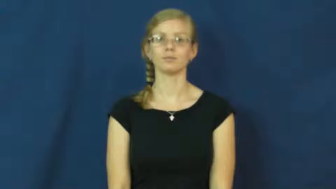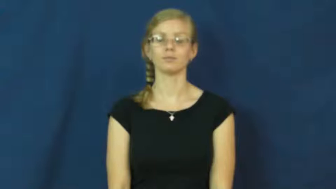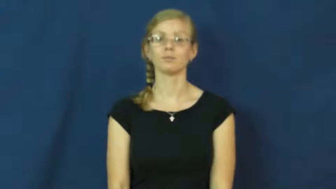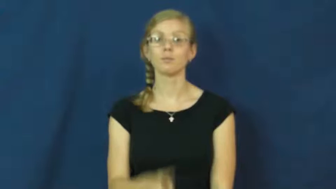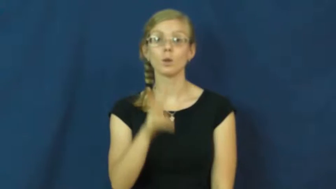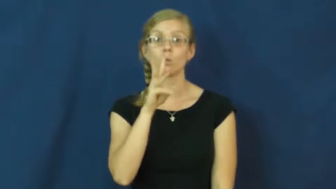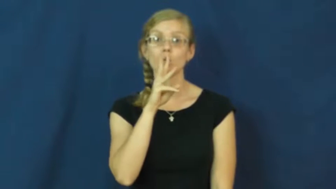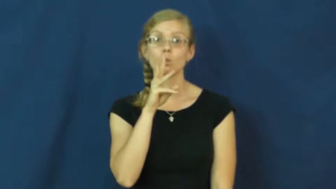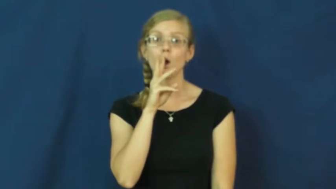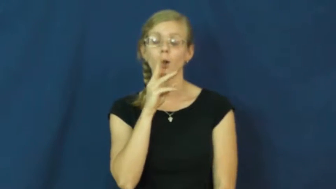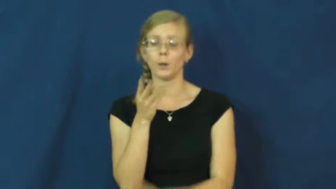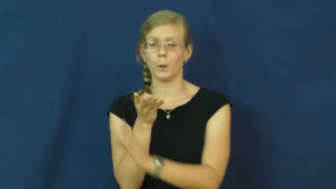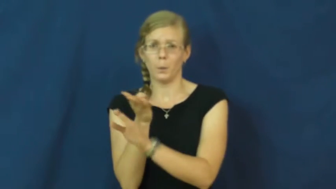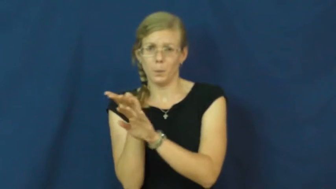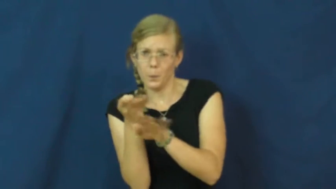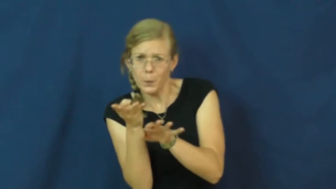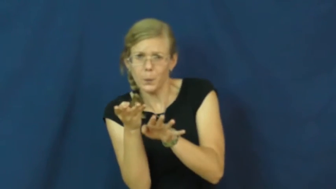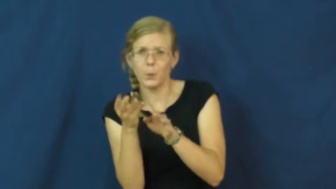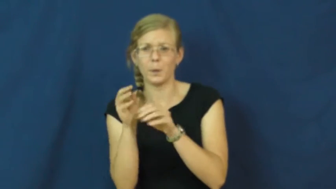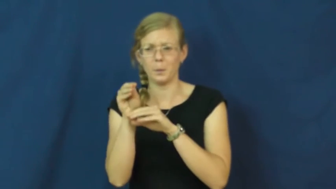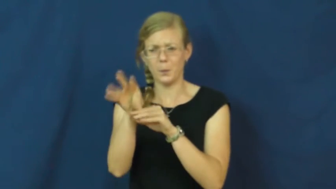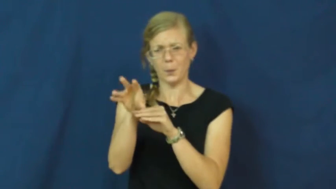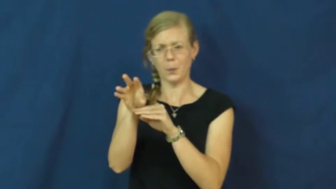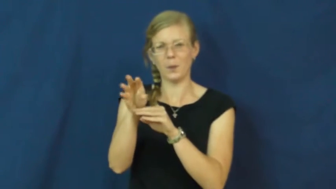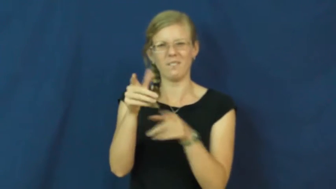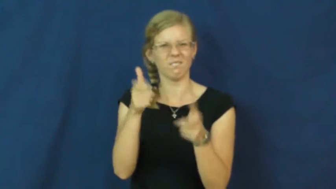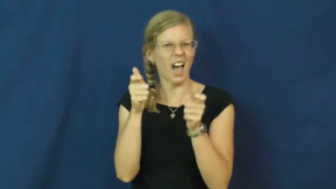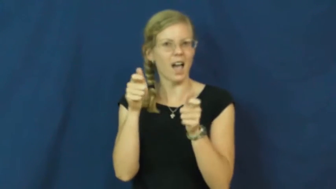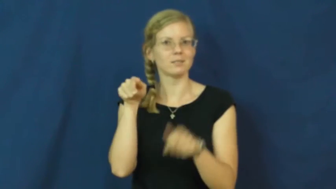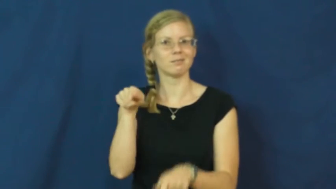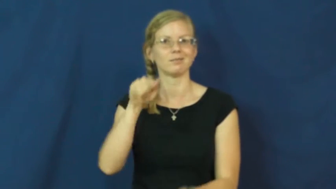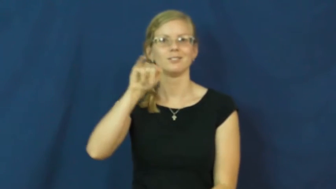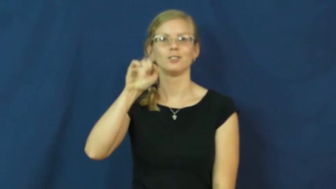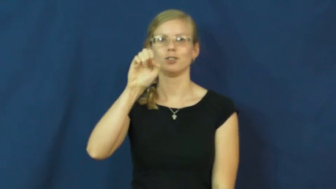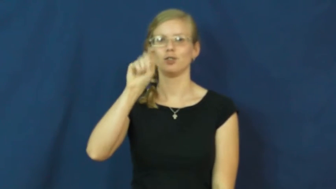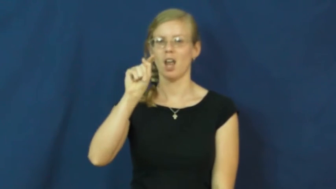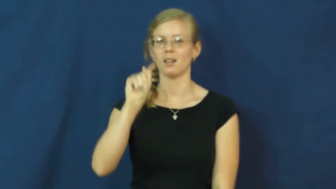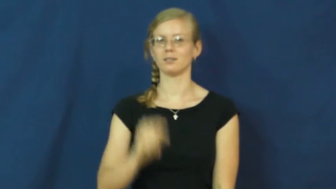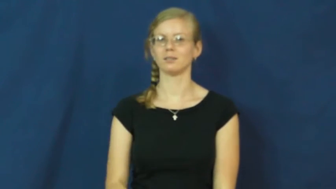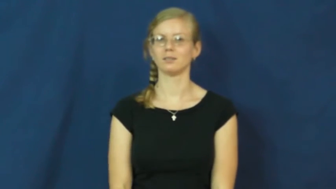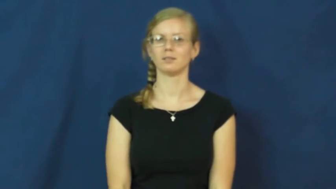jet-water